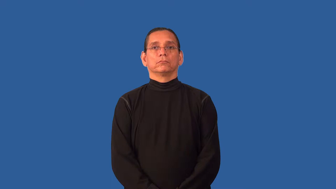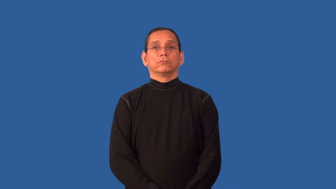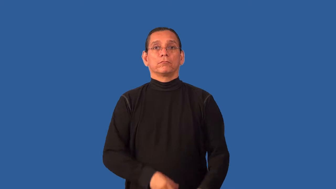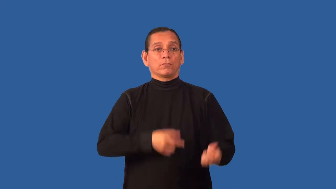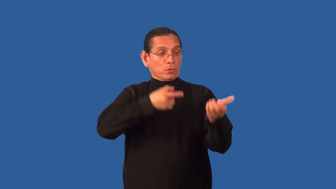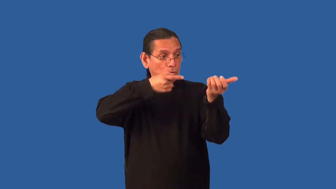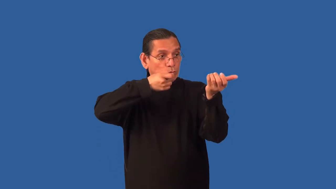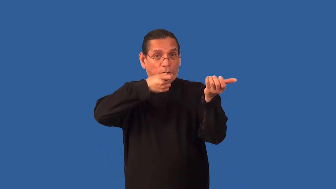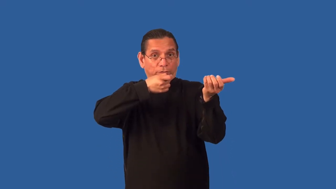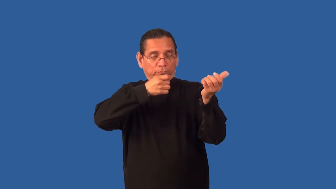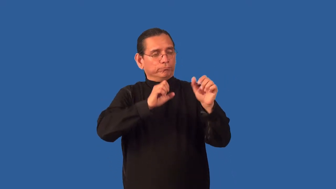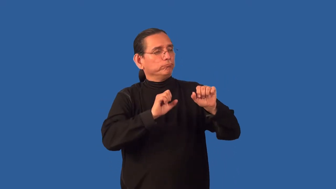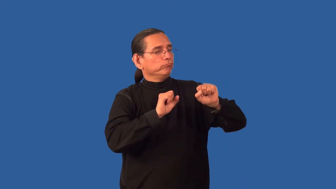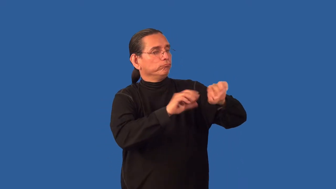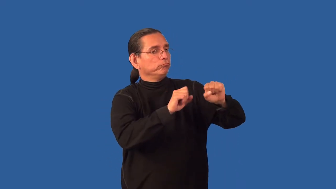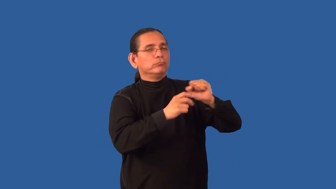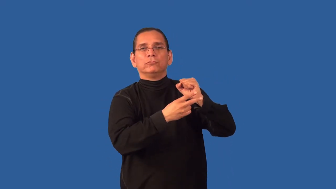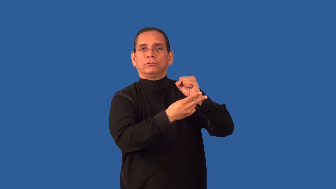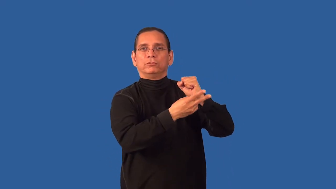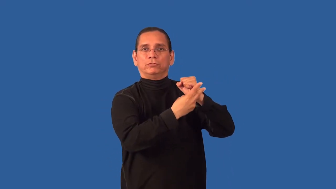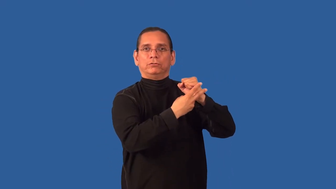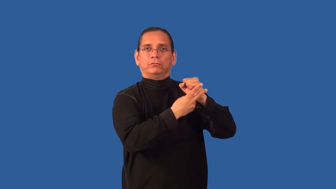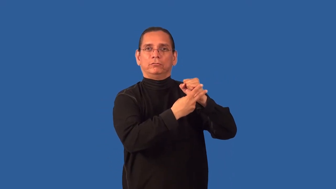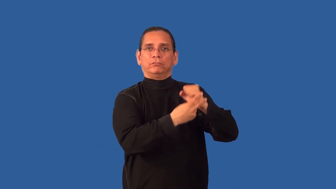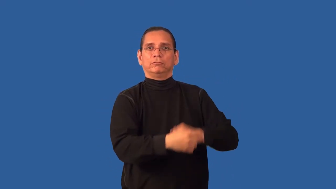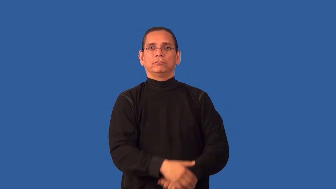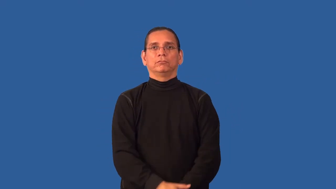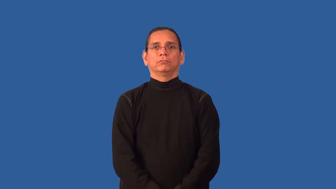arsenal,magazine